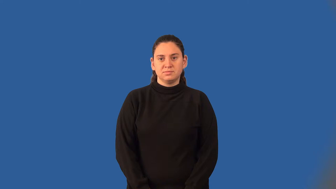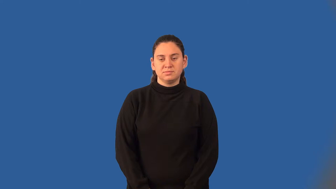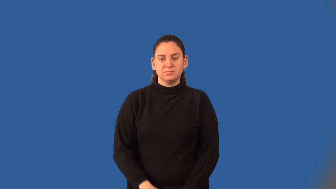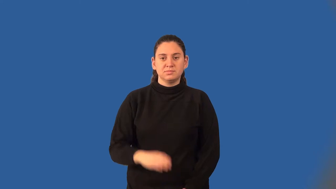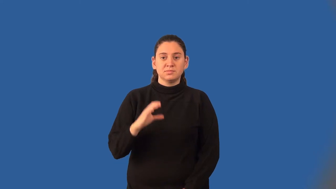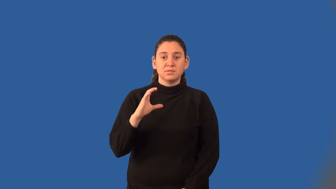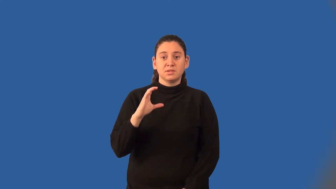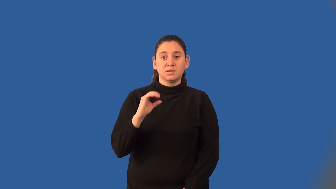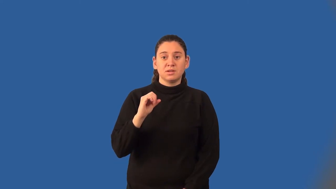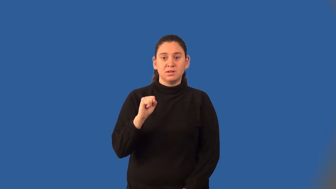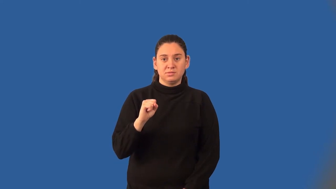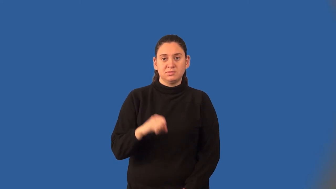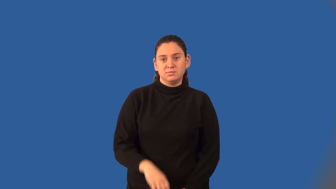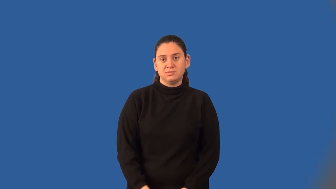cosine